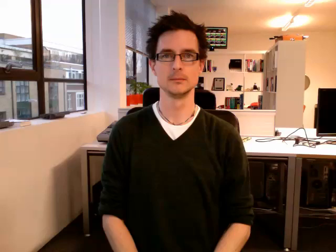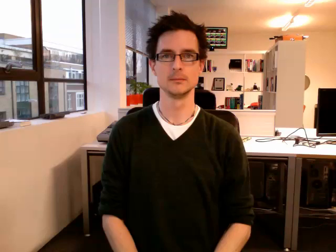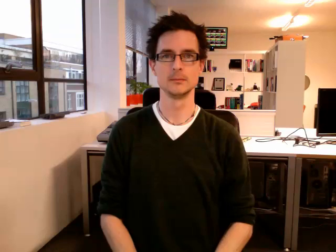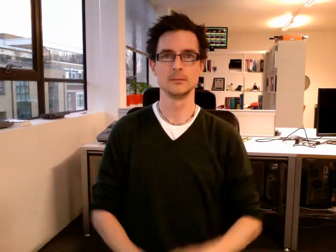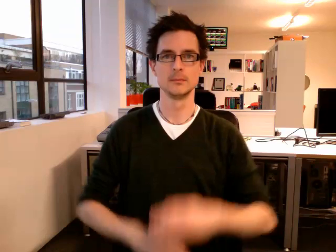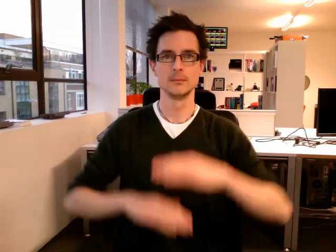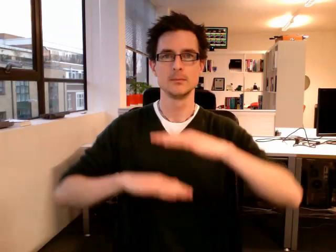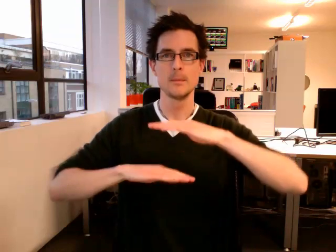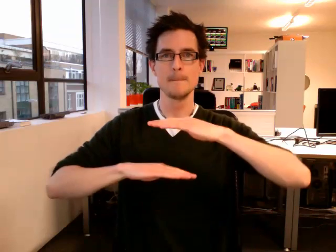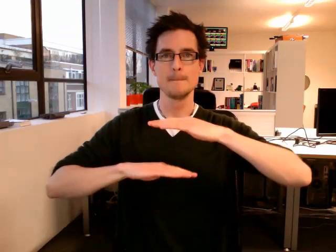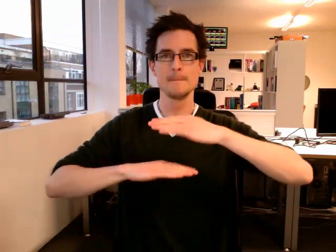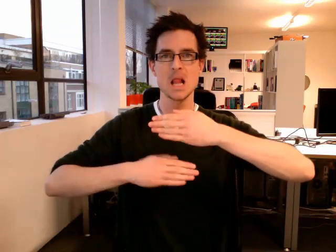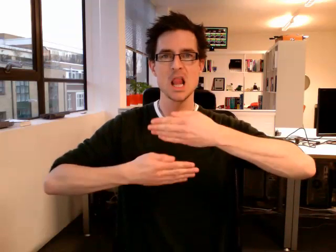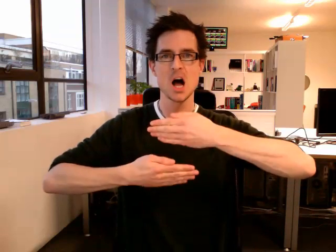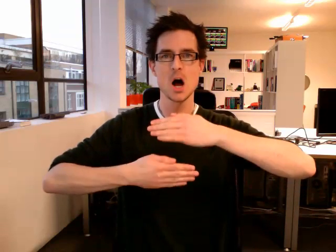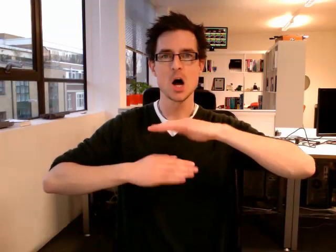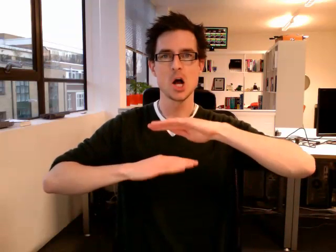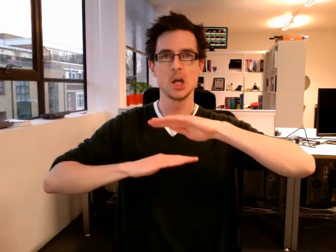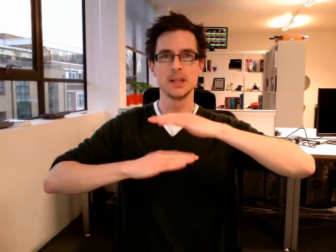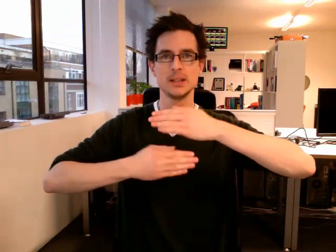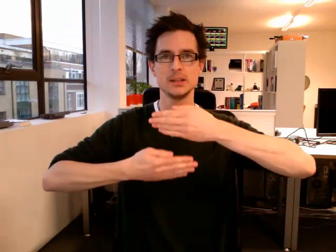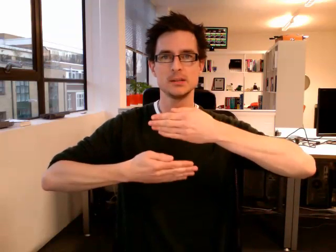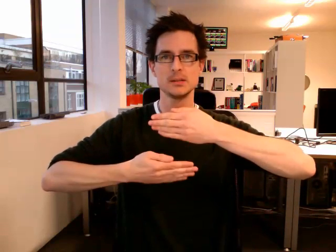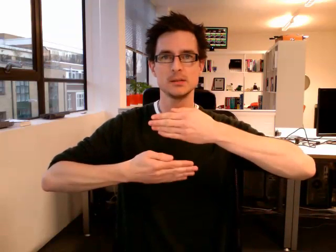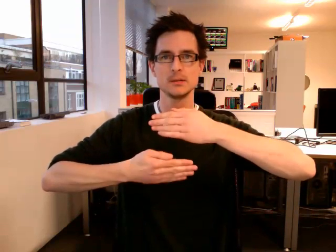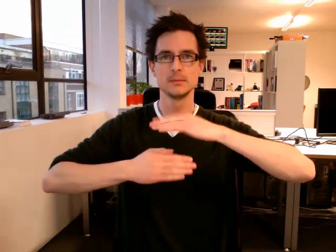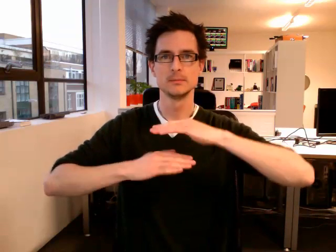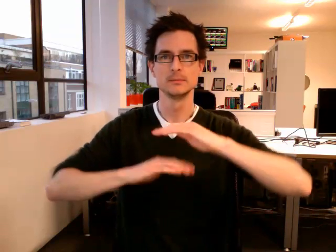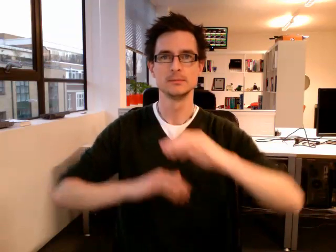blinds